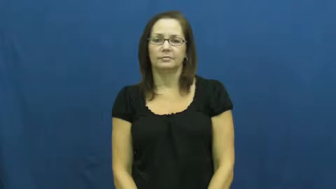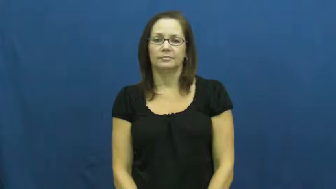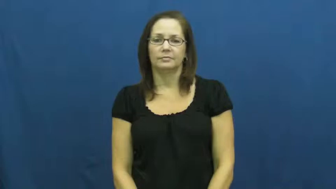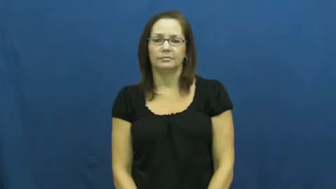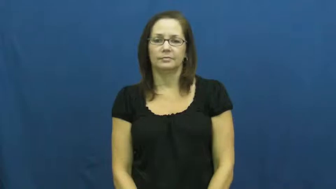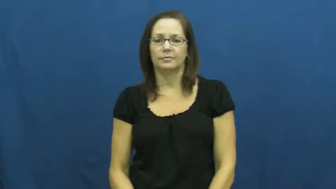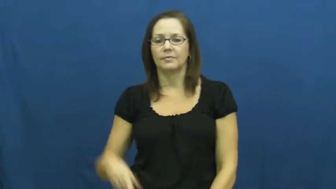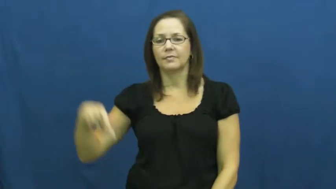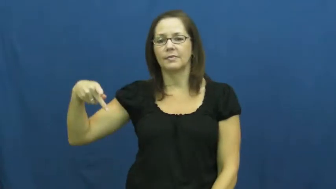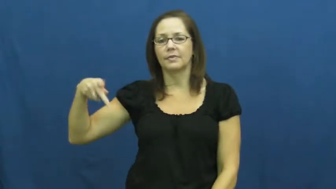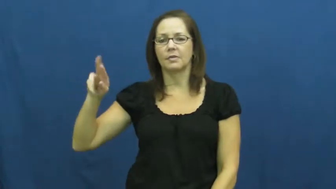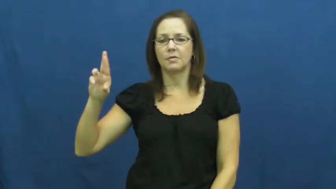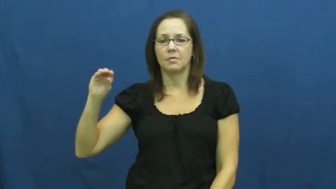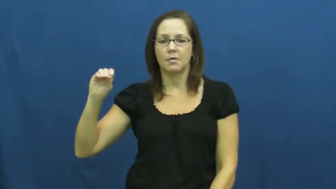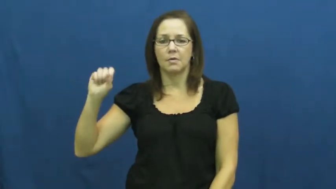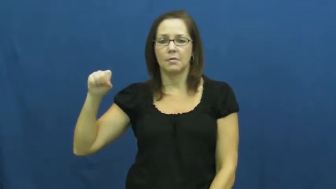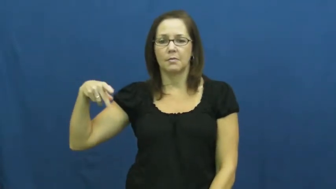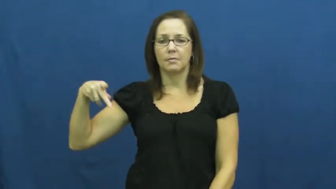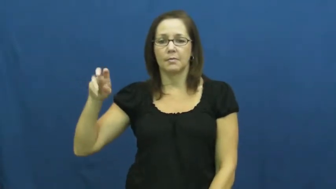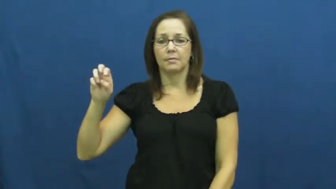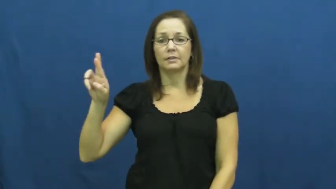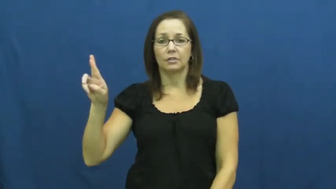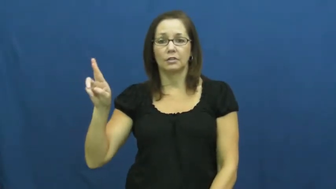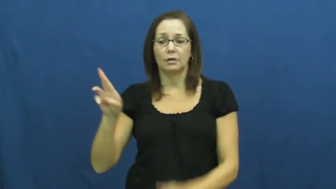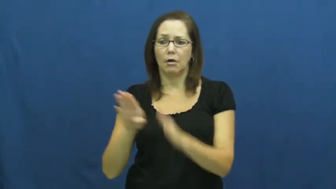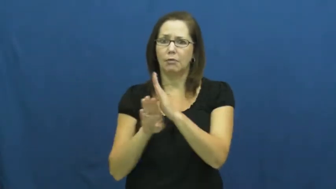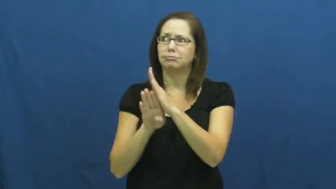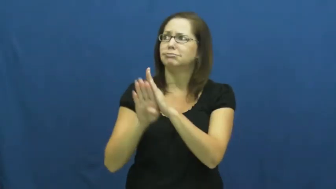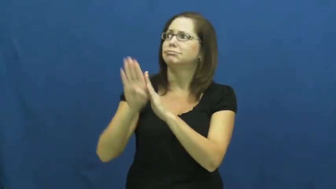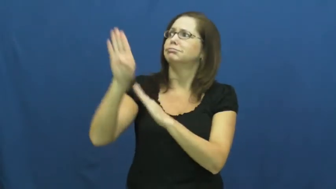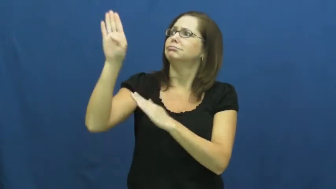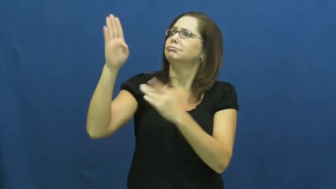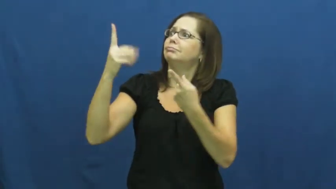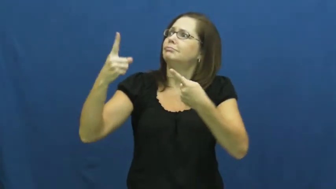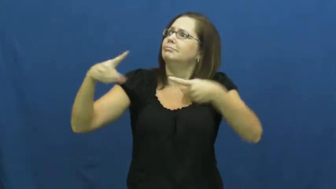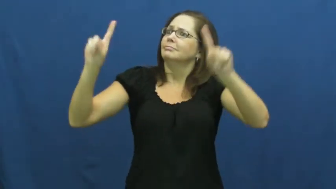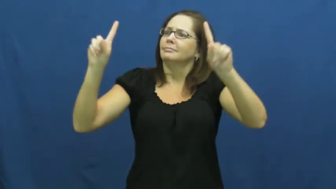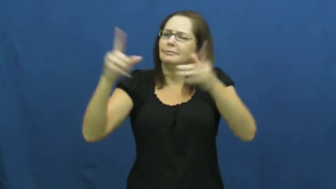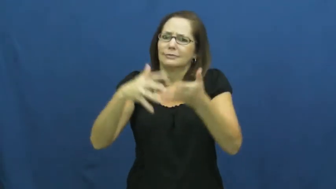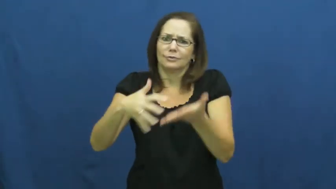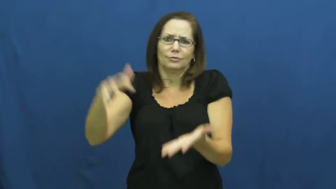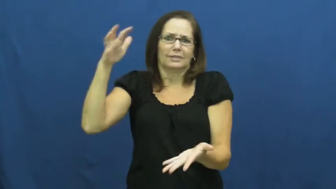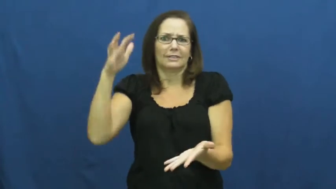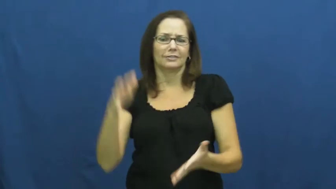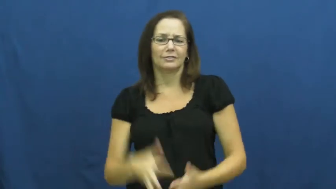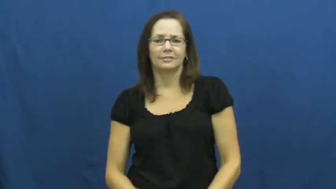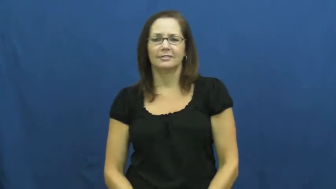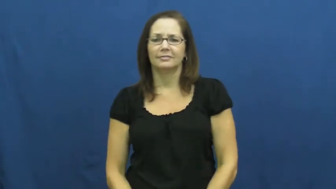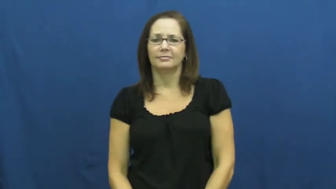prosper,efflorescence